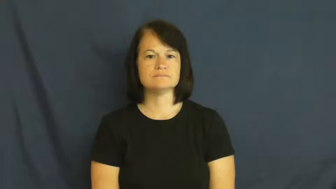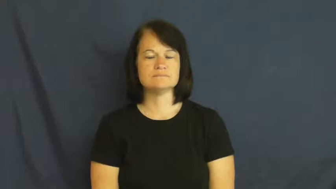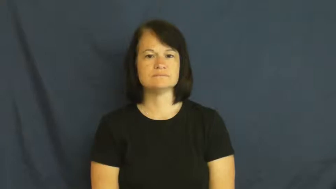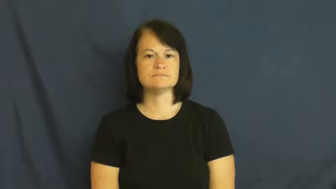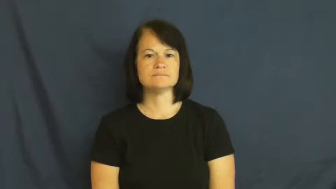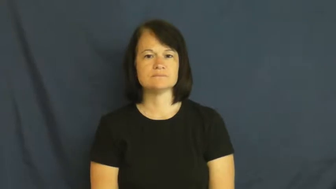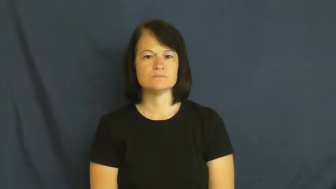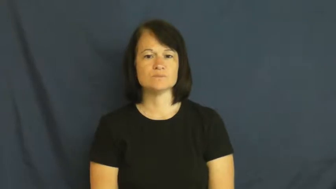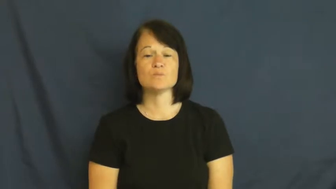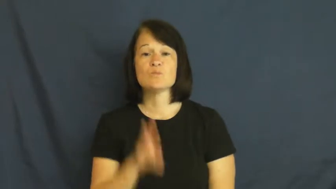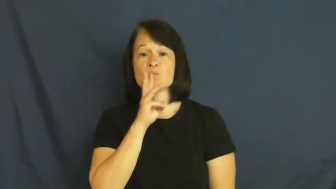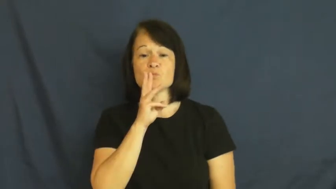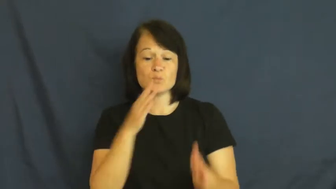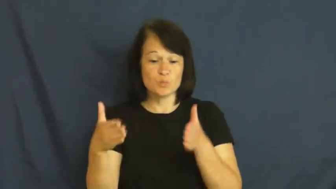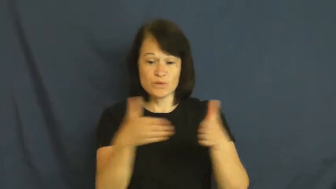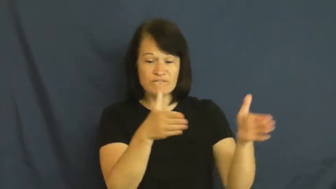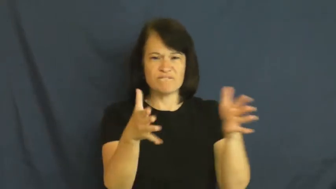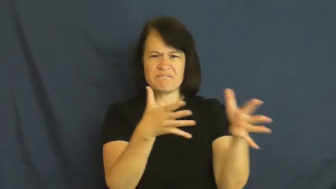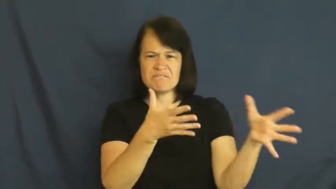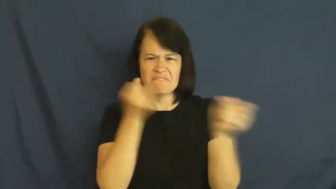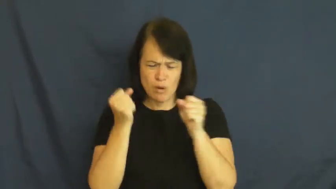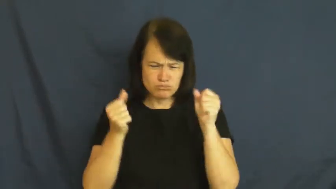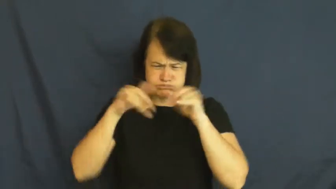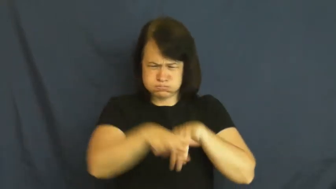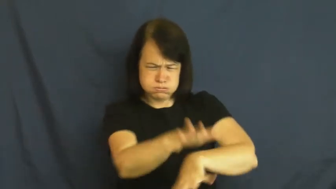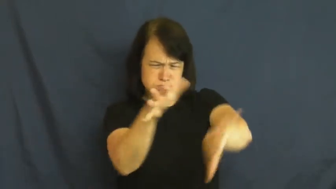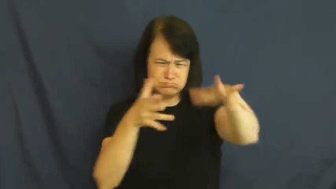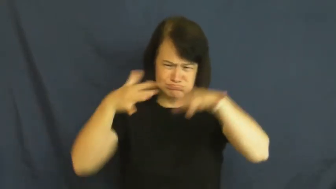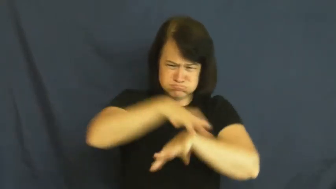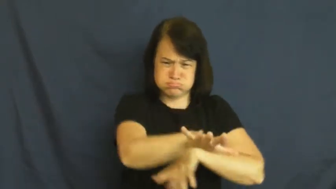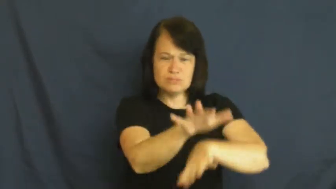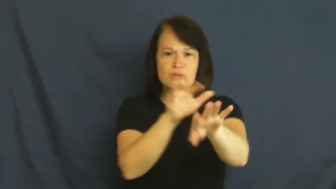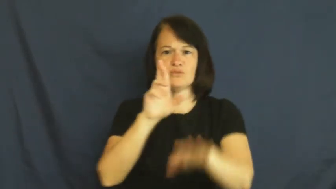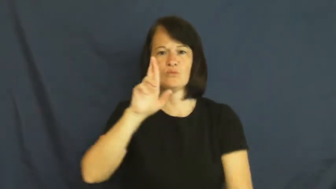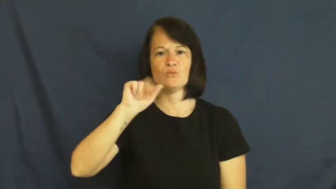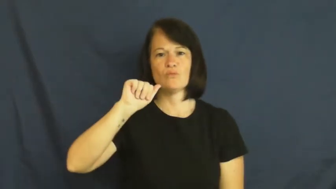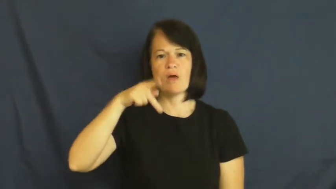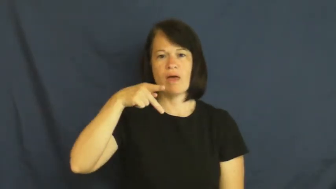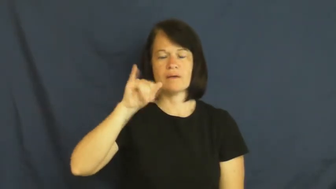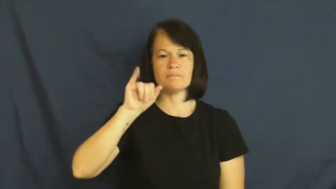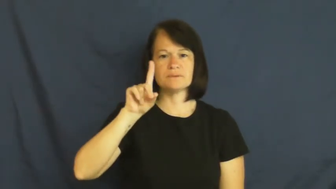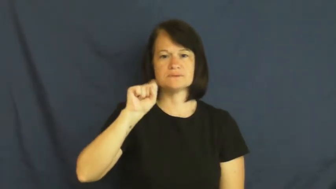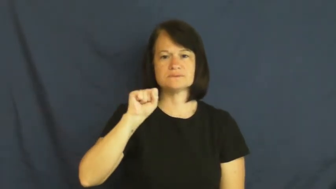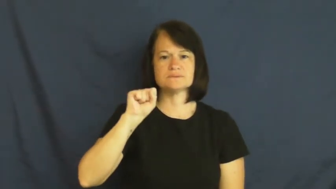rapids